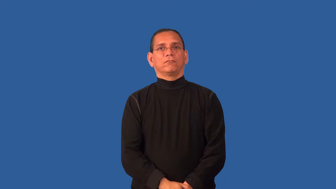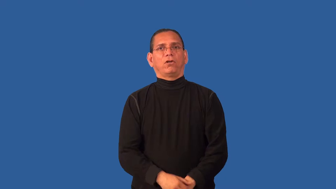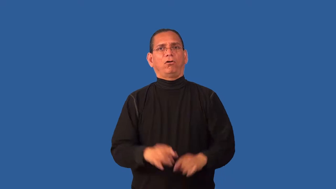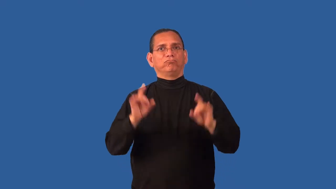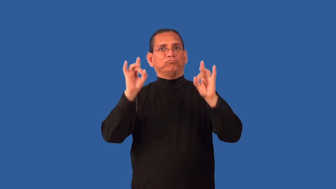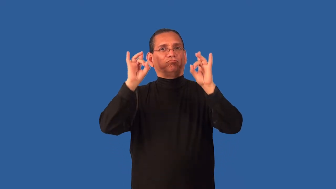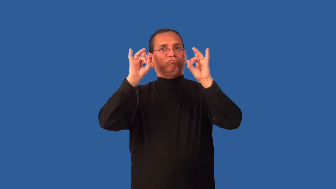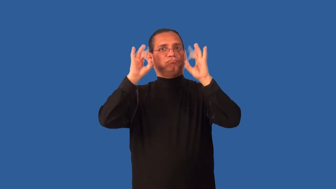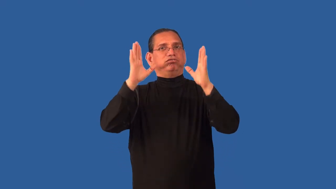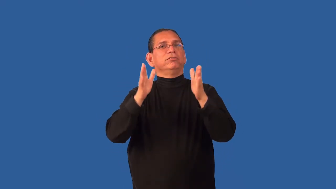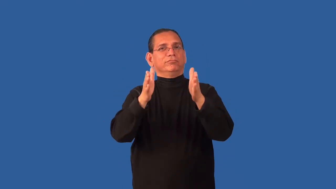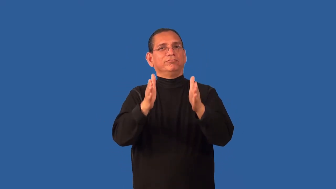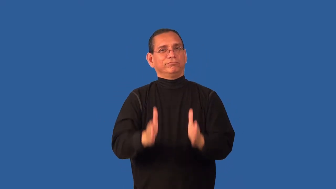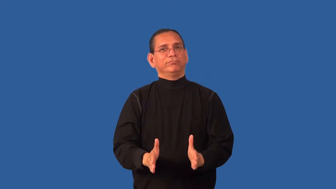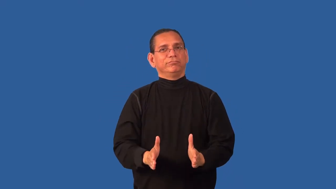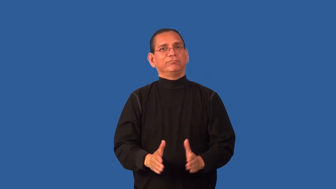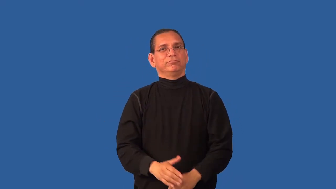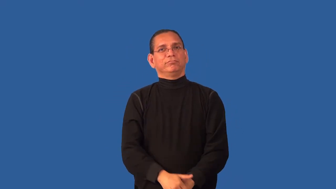contemptible